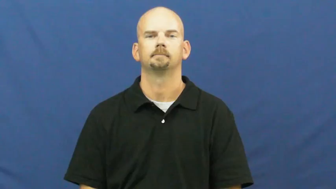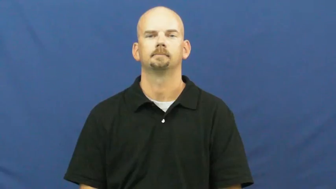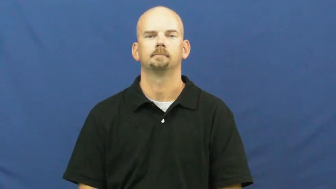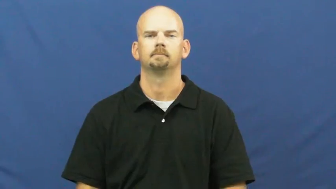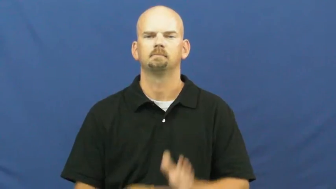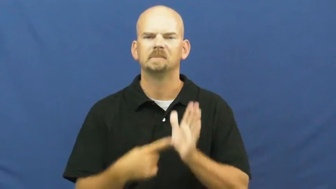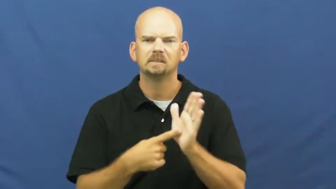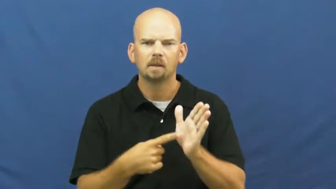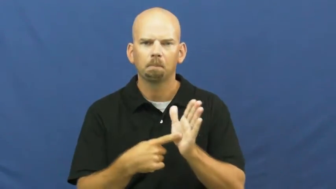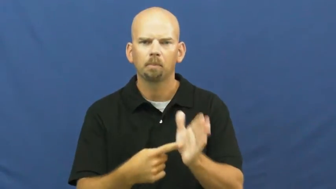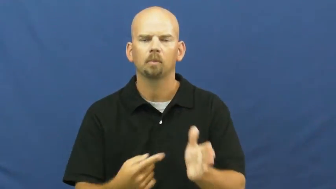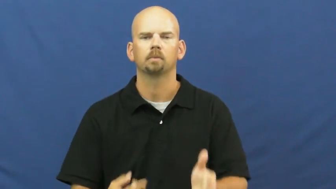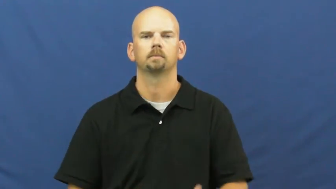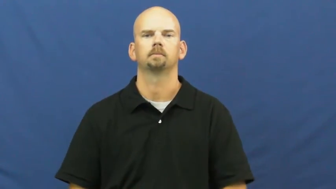example,sample,denote